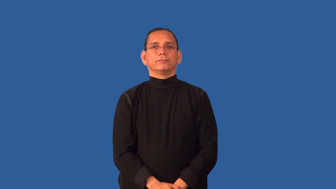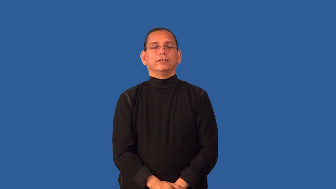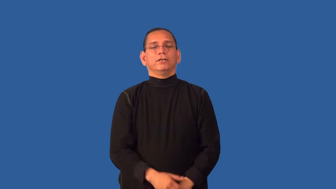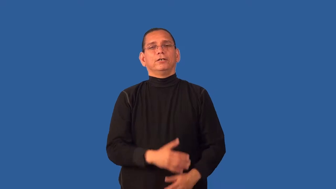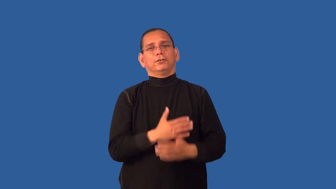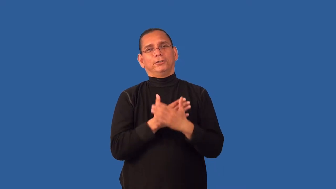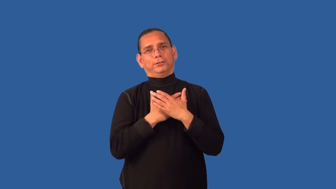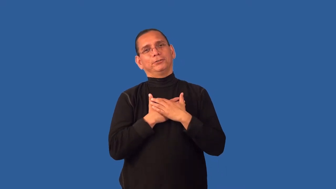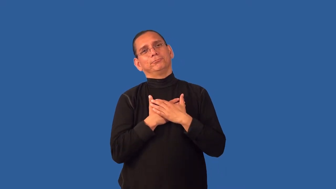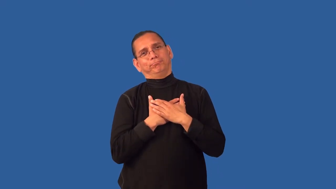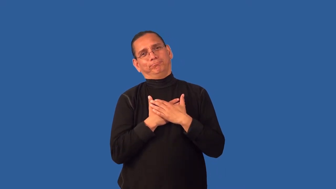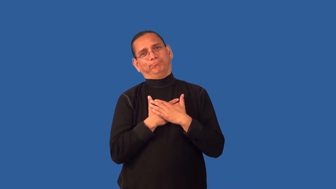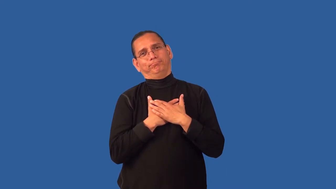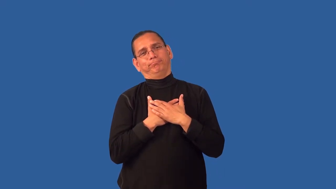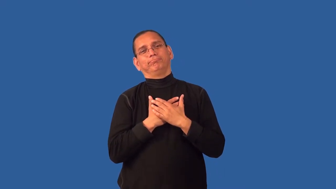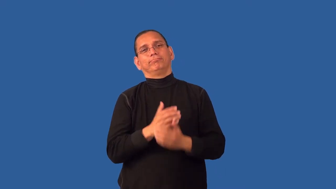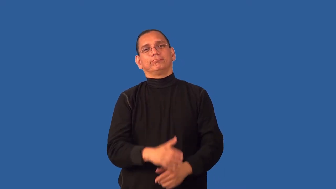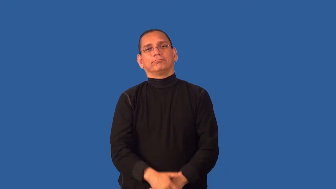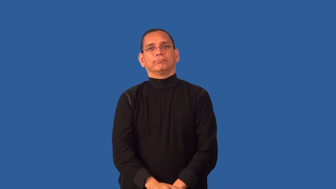dear